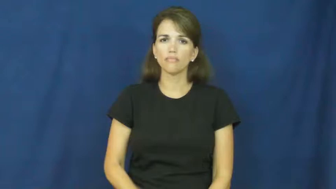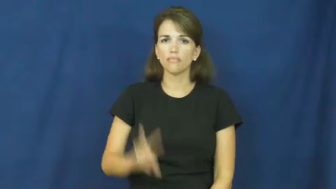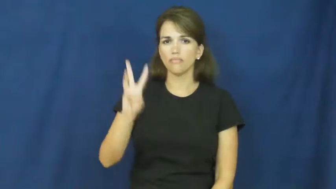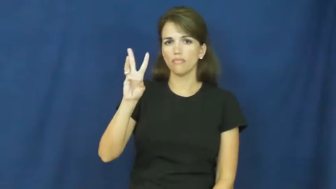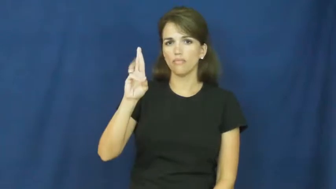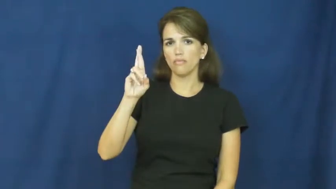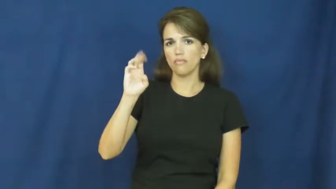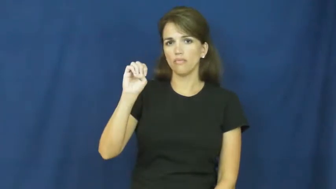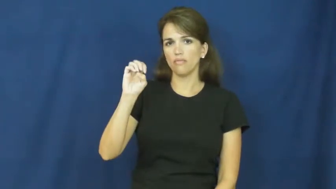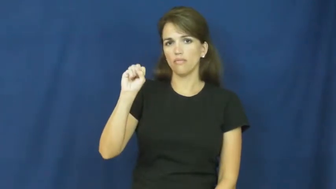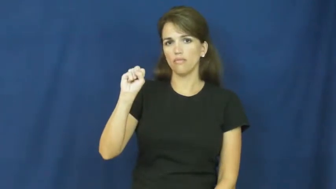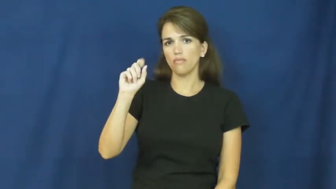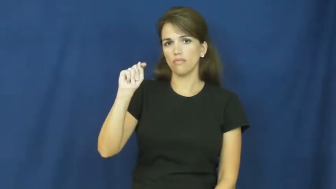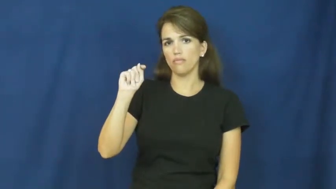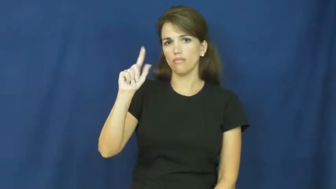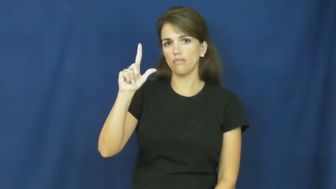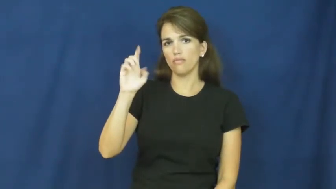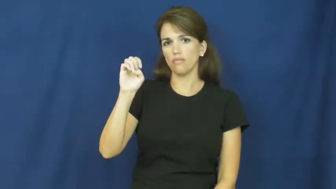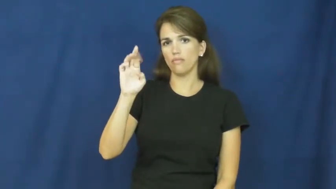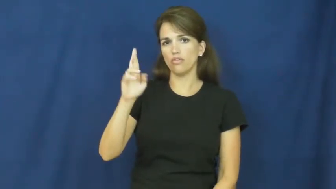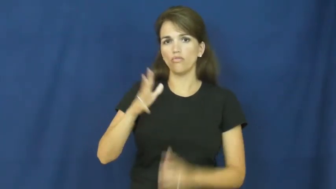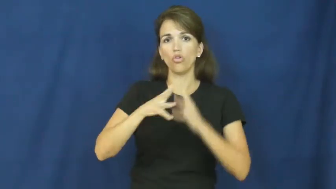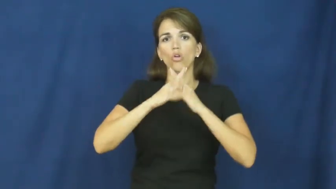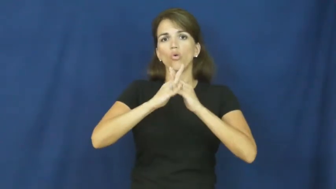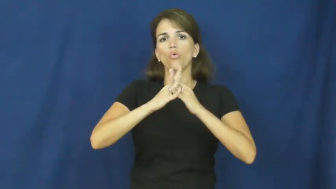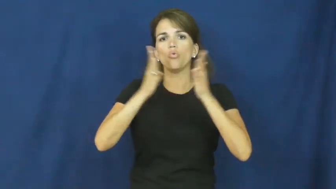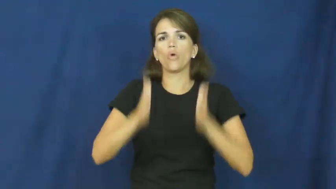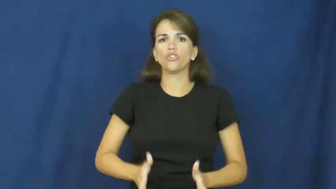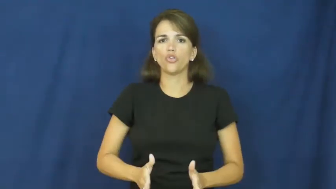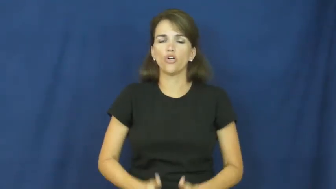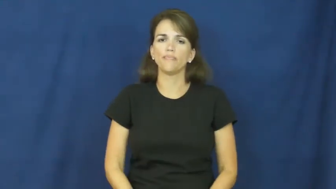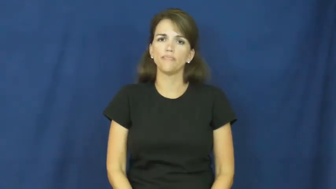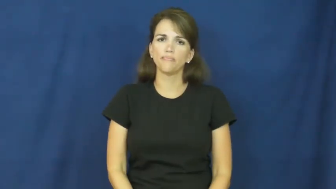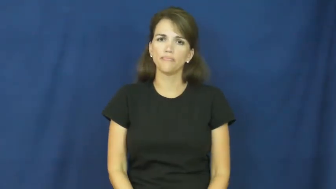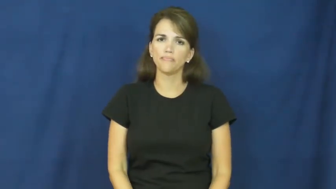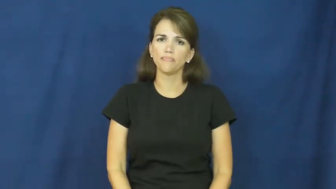wrestler